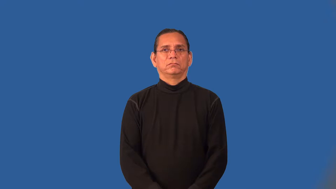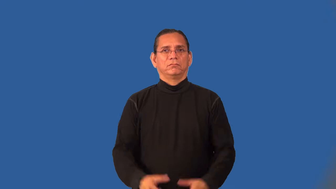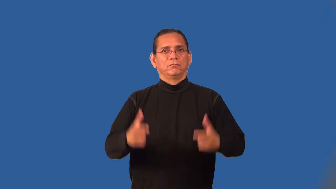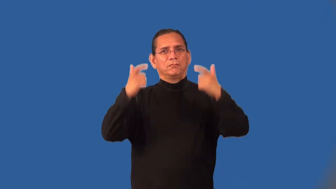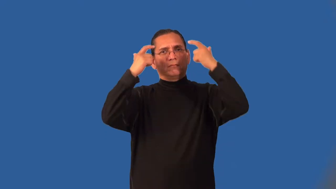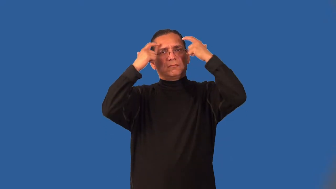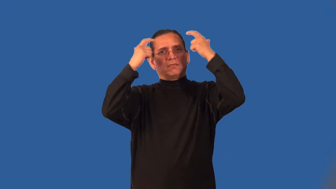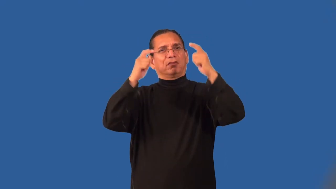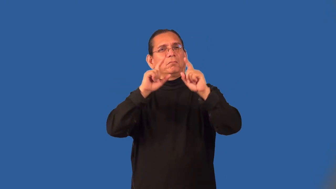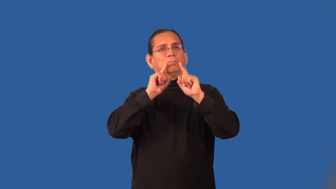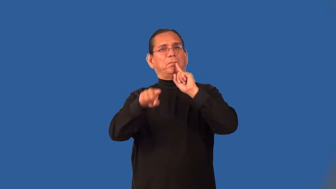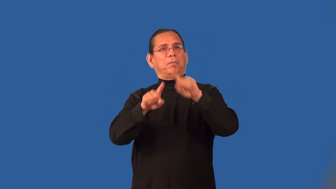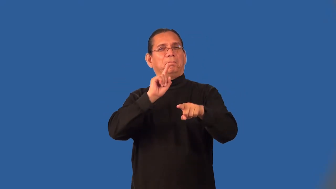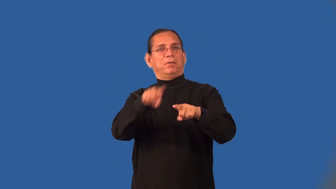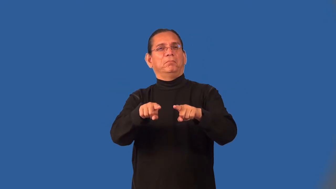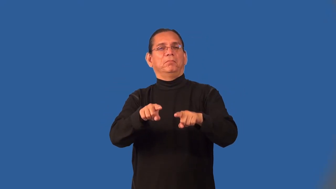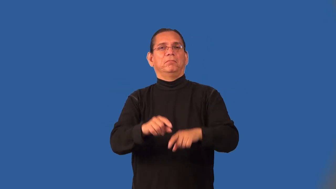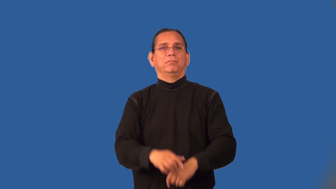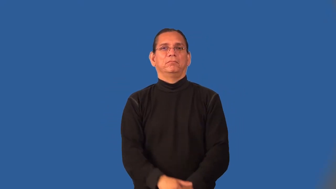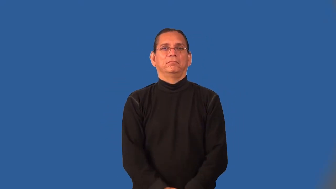officious